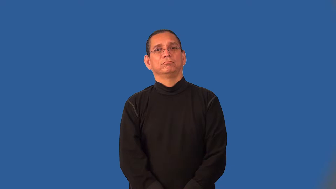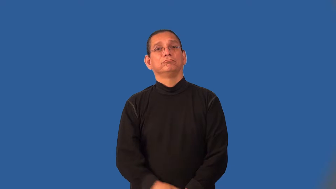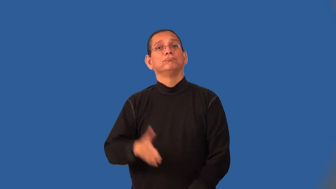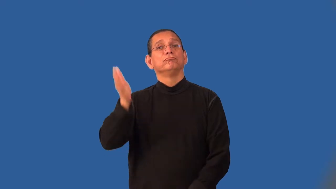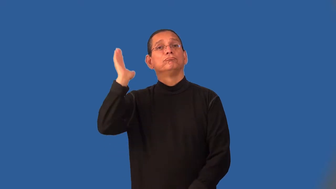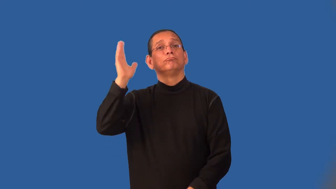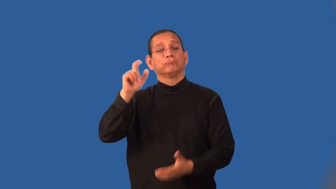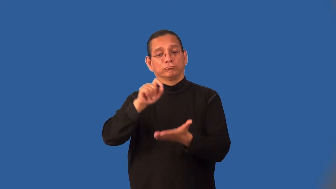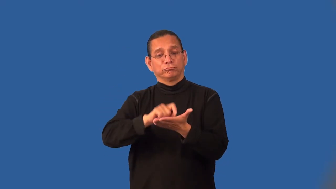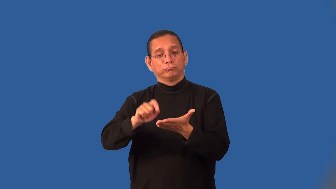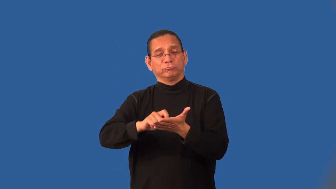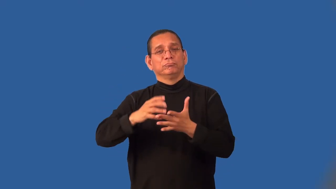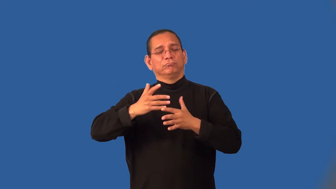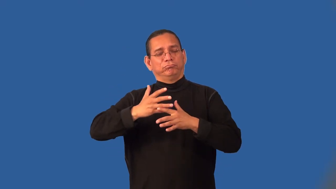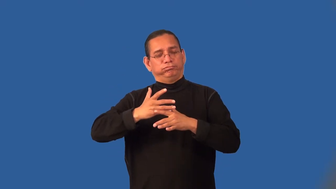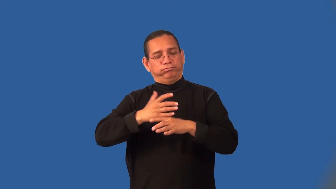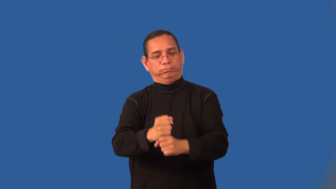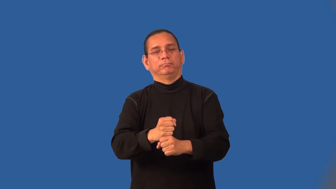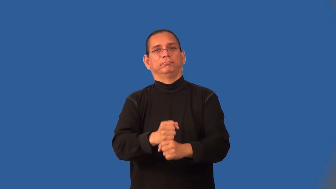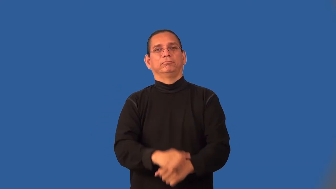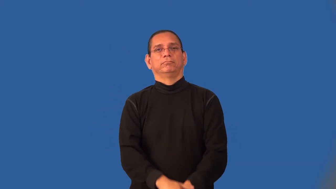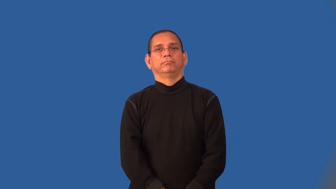laconic